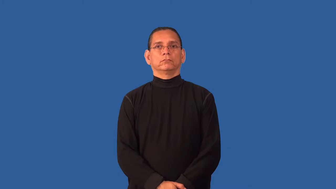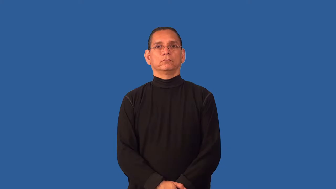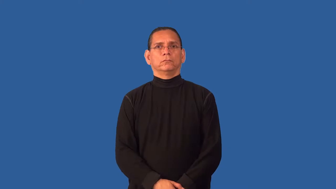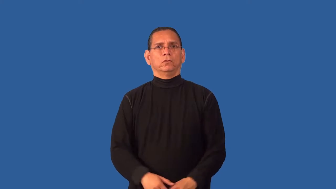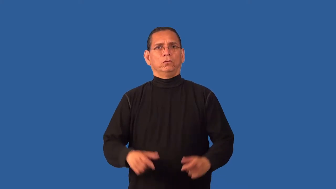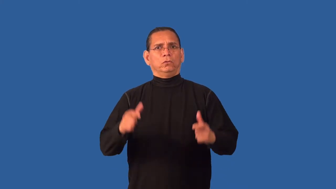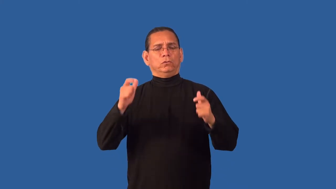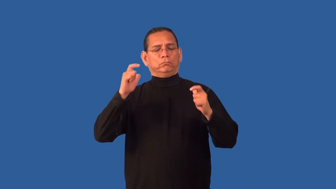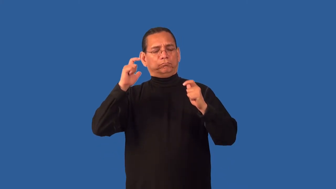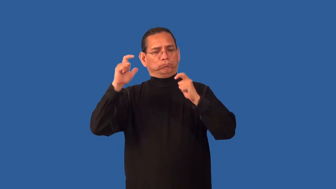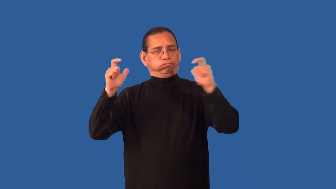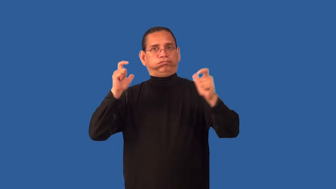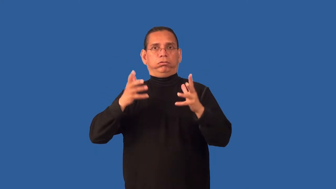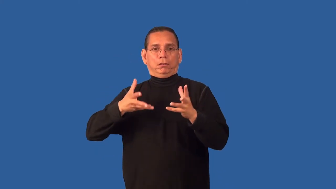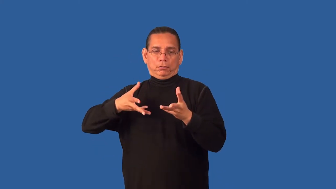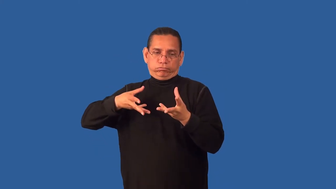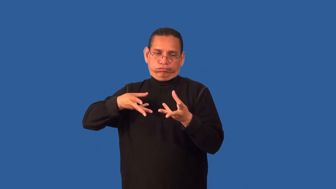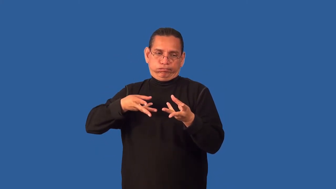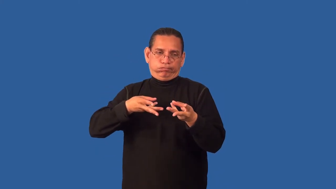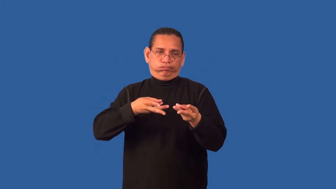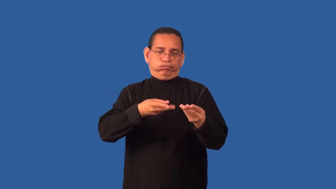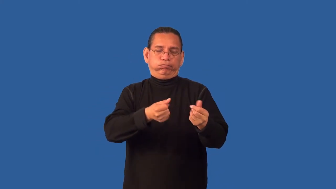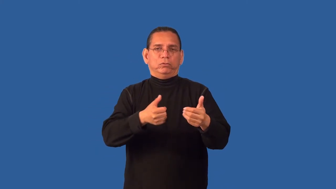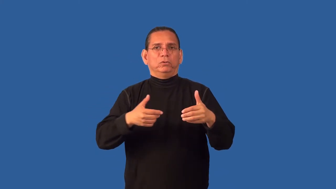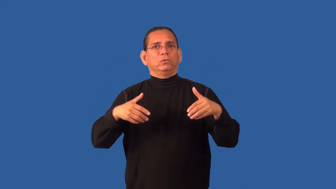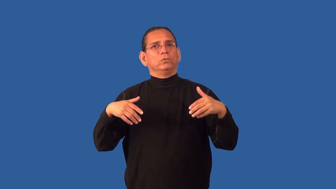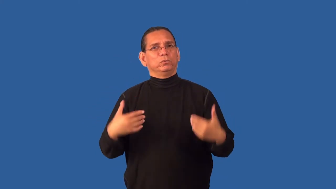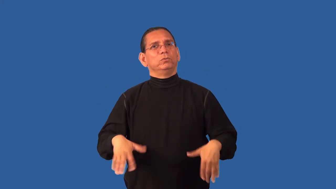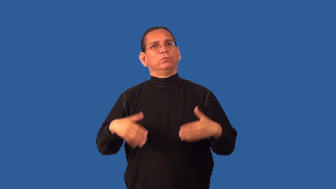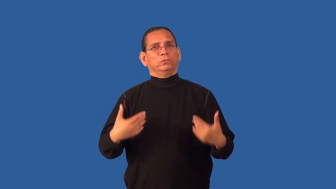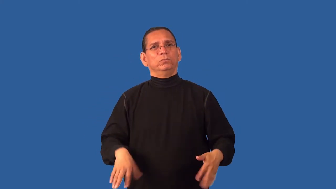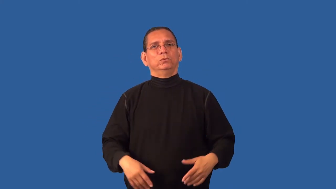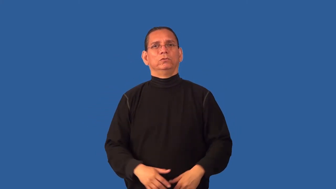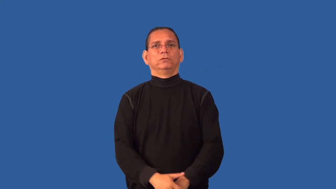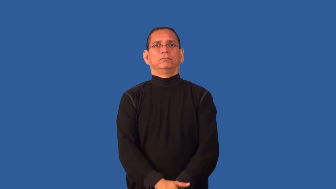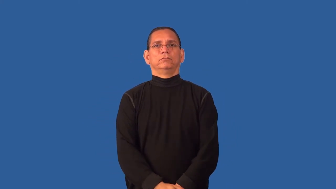costly-used up resources